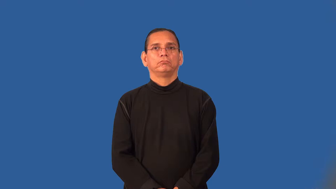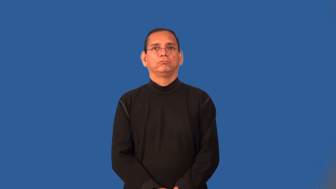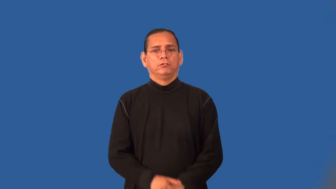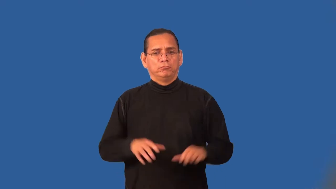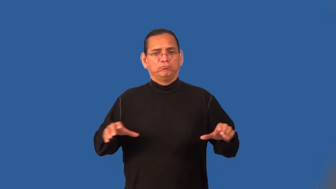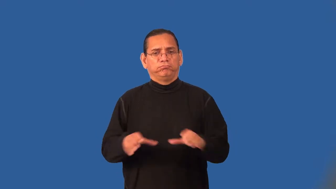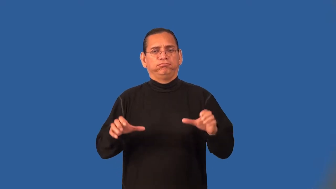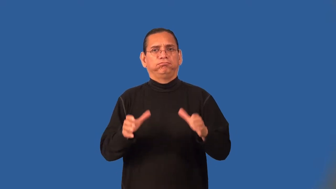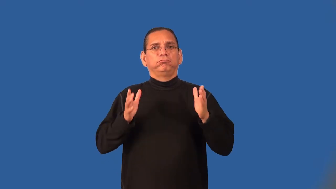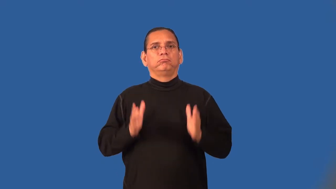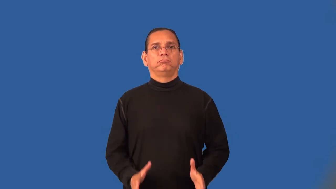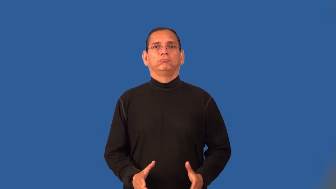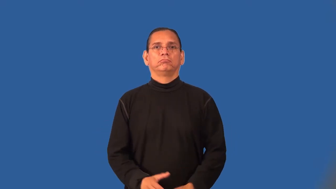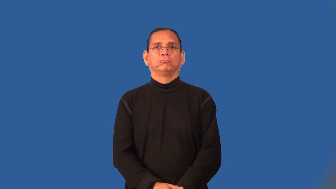activist